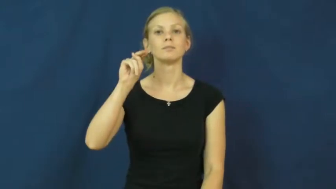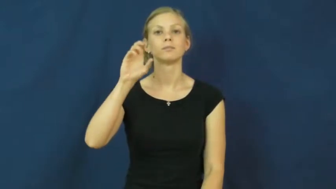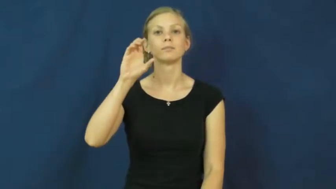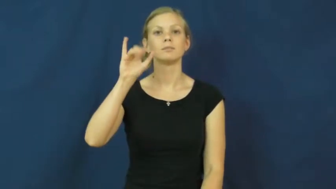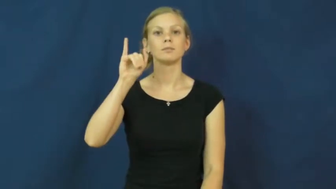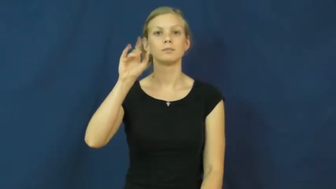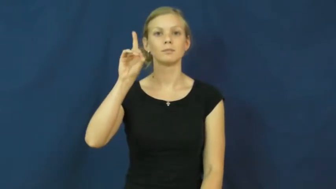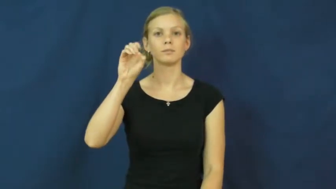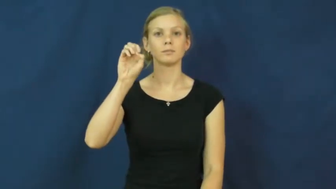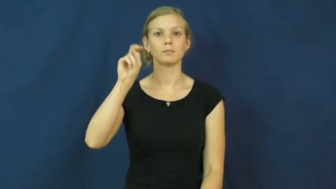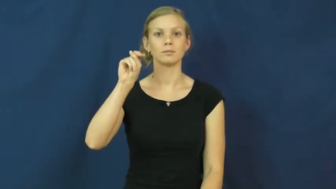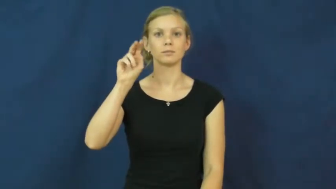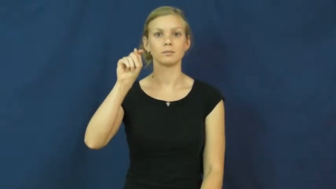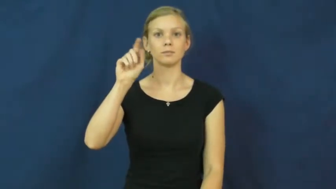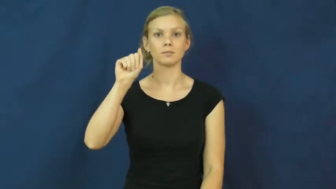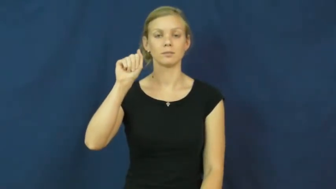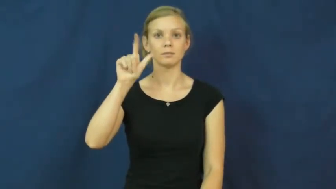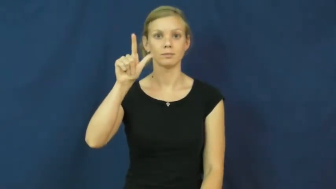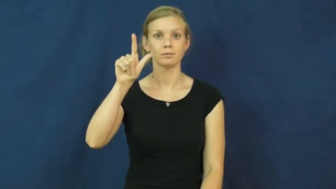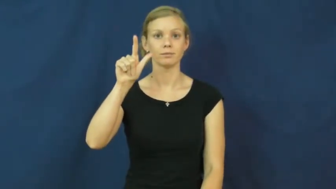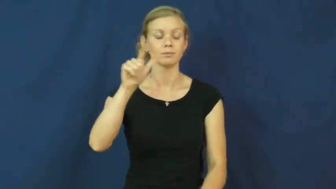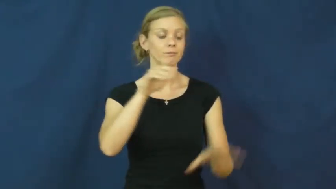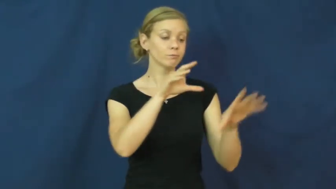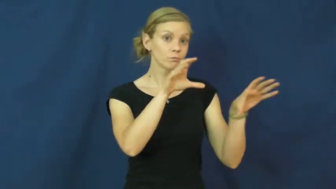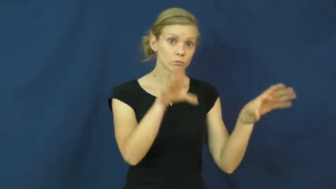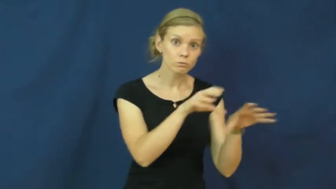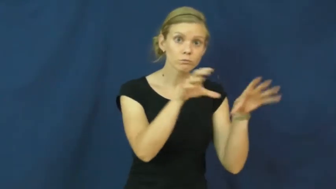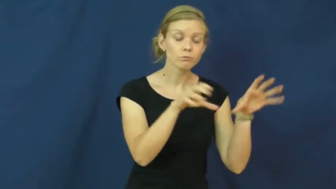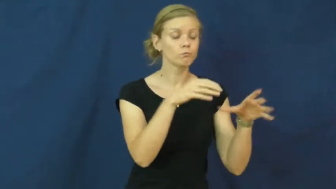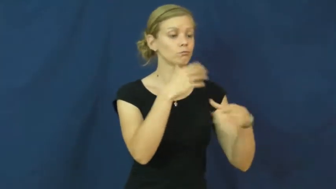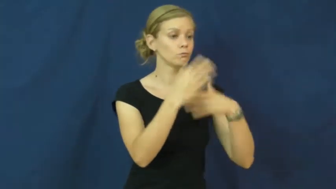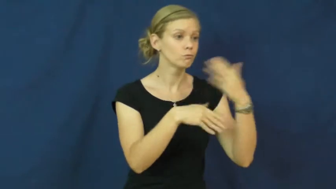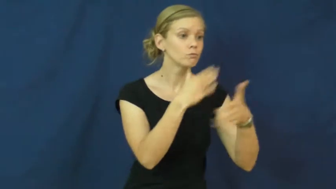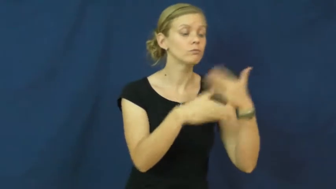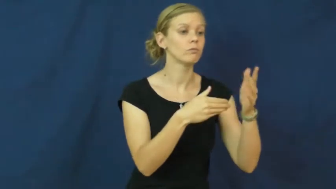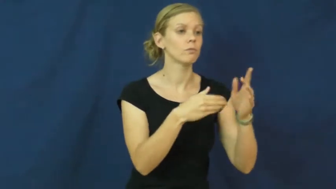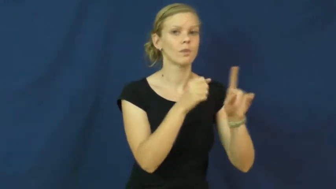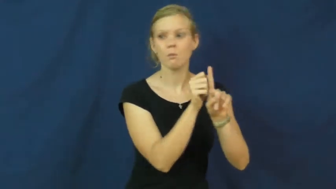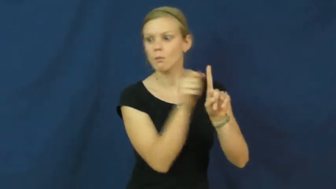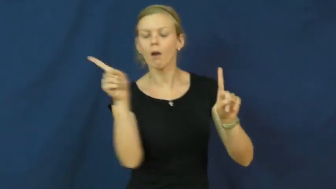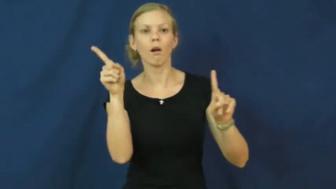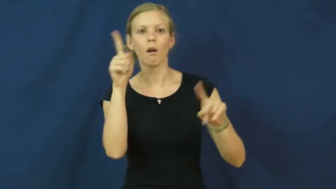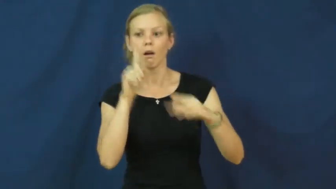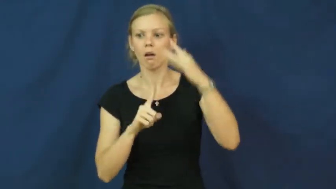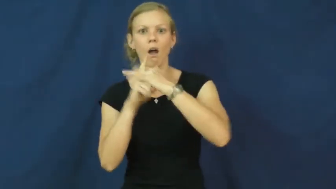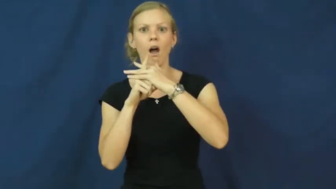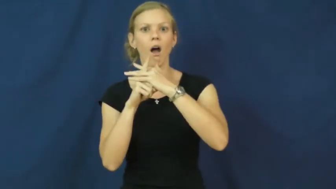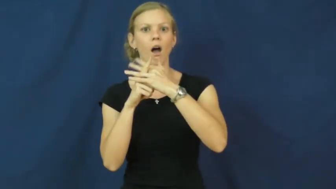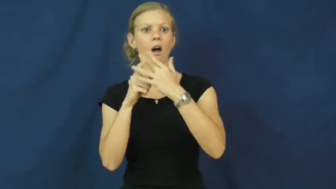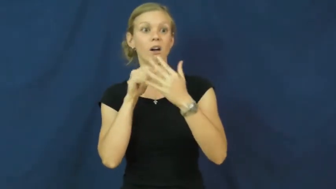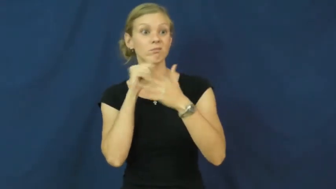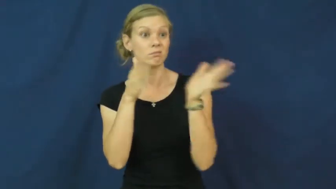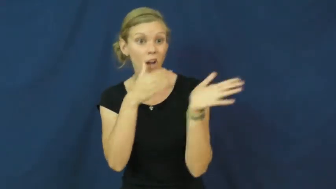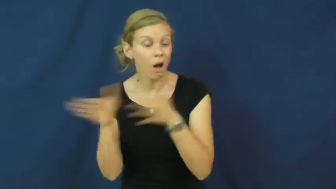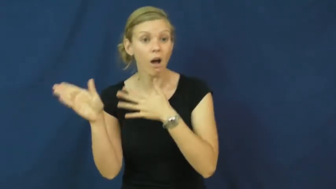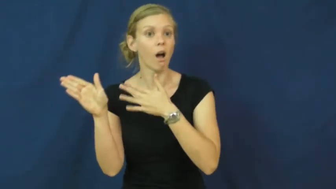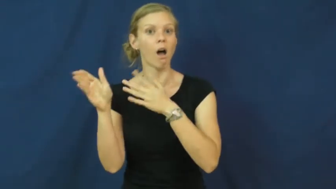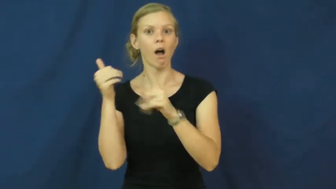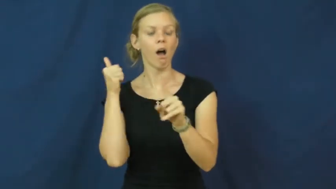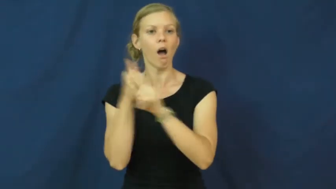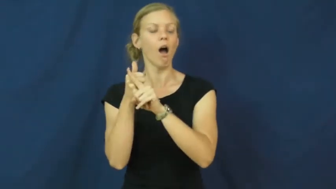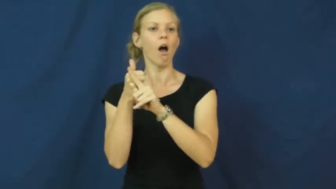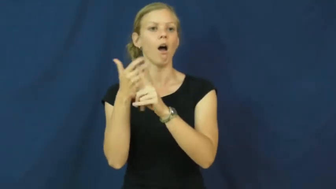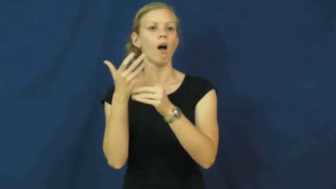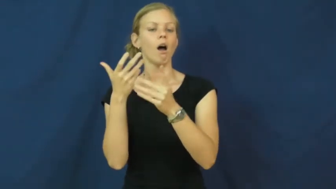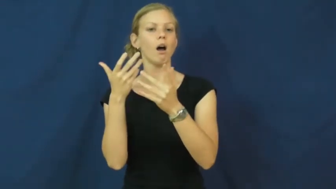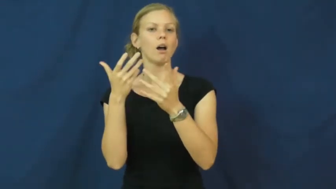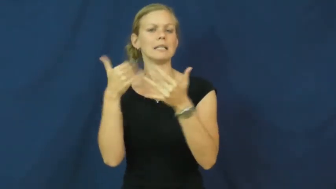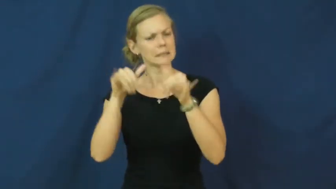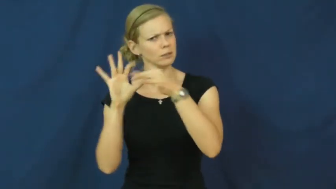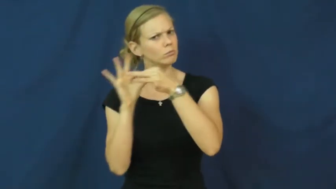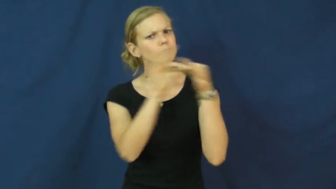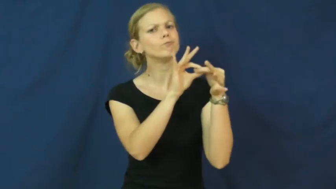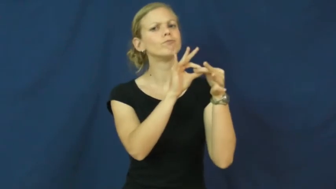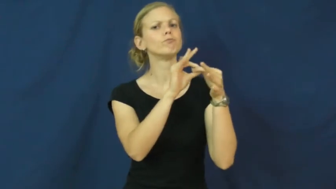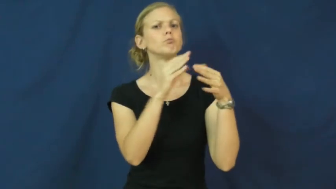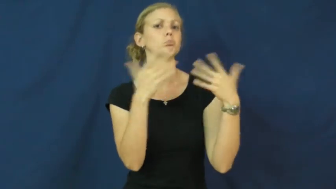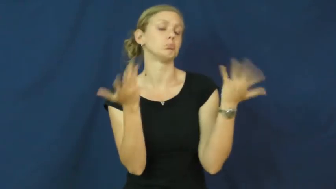incidental